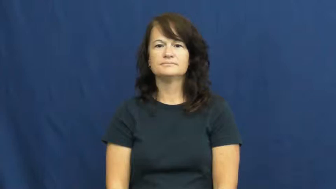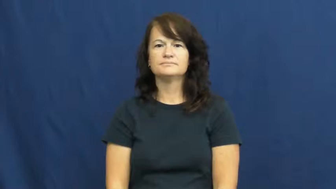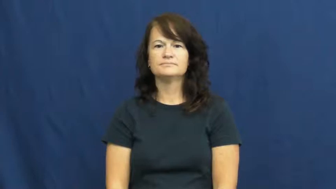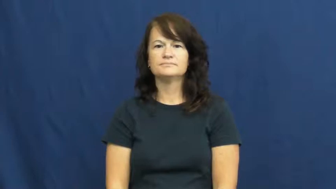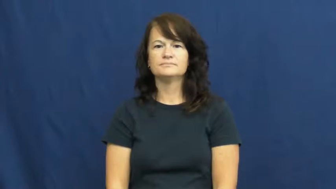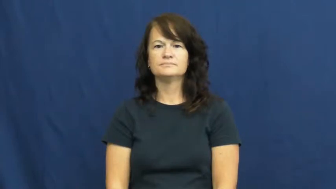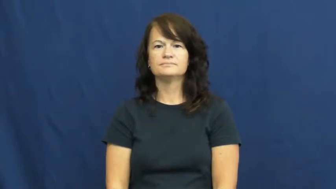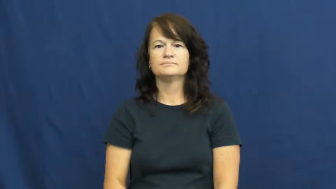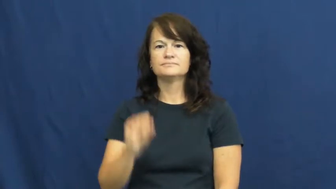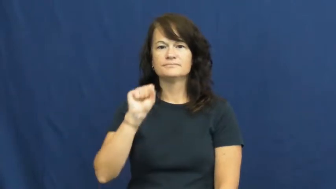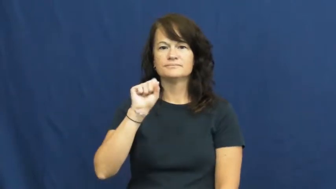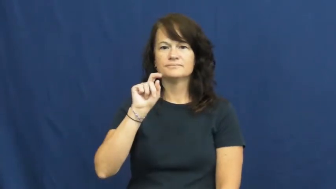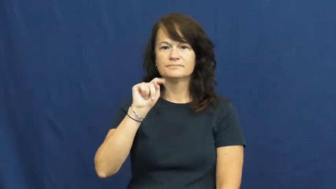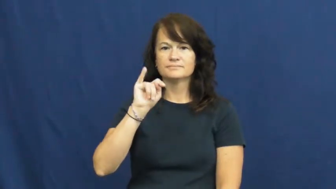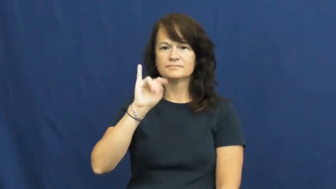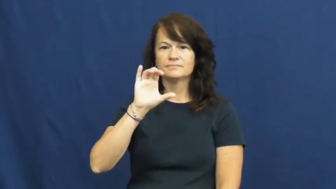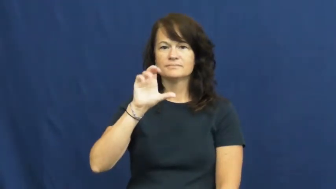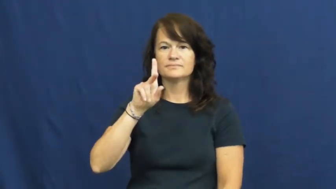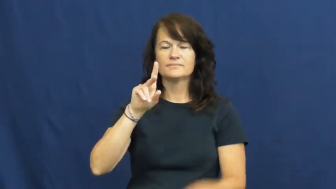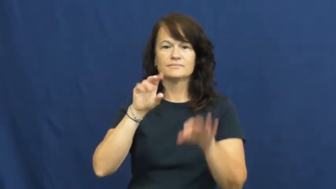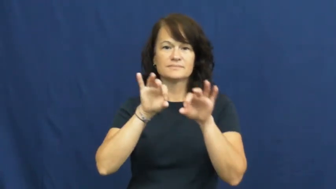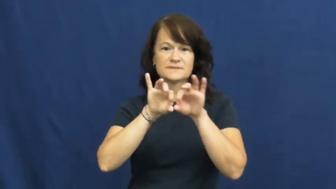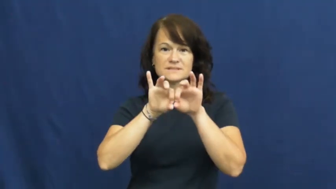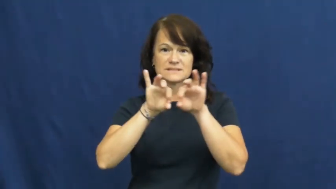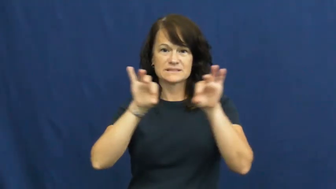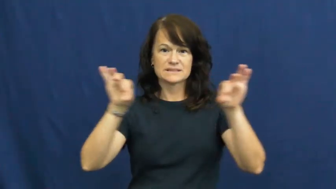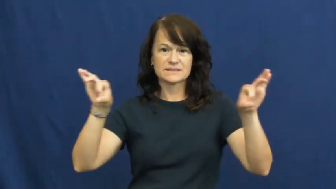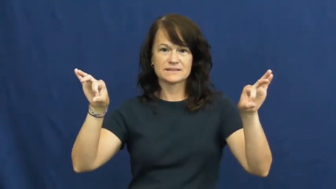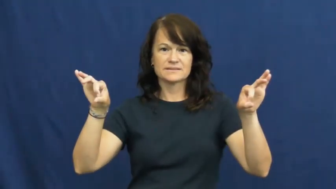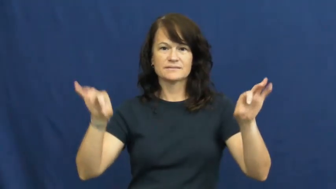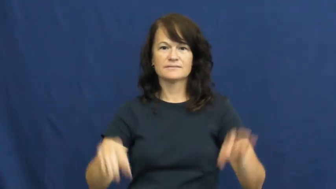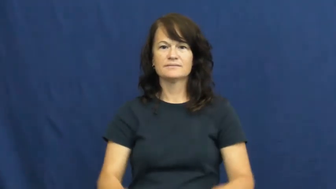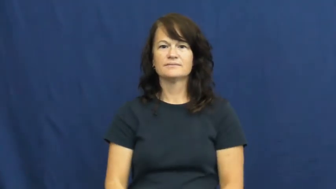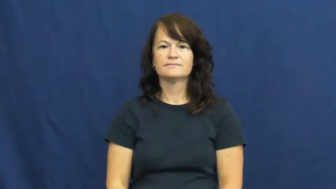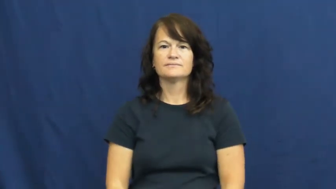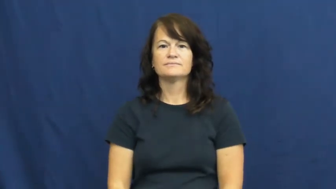stick-noun